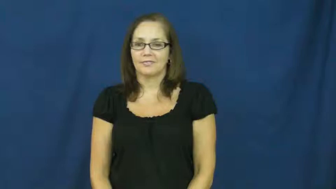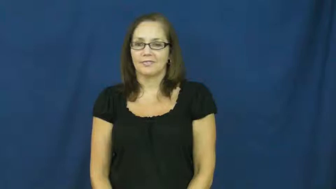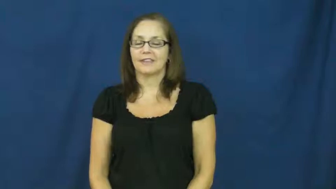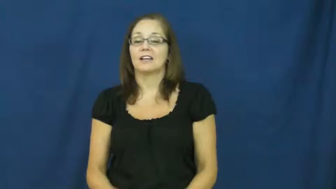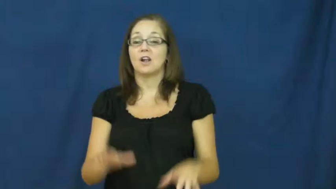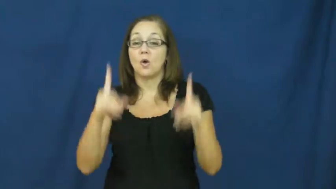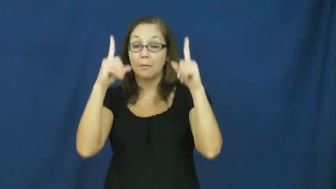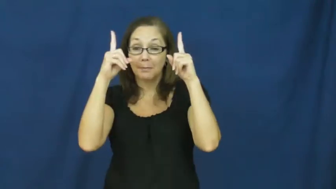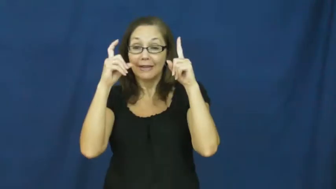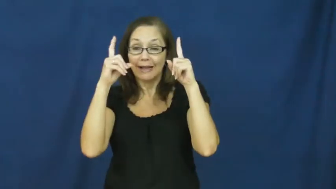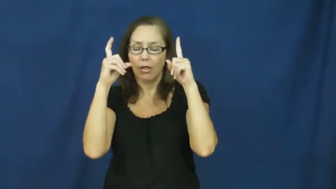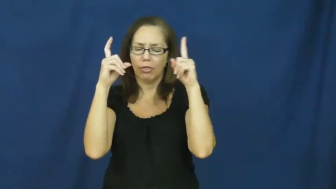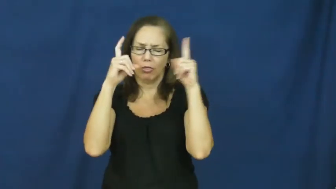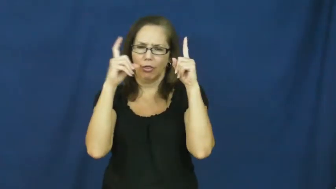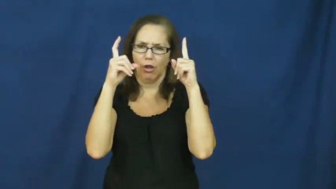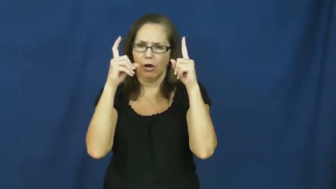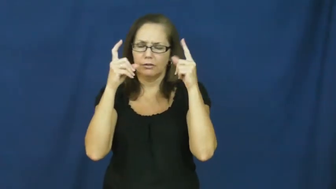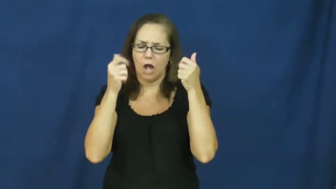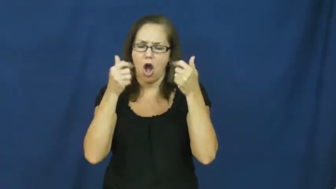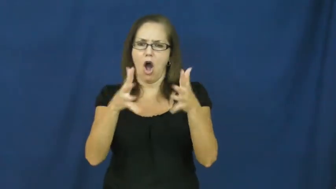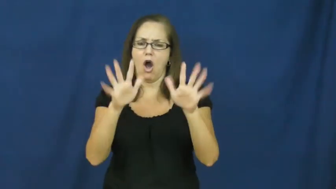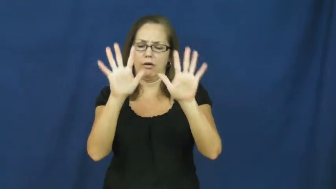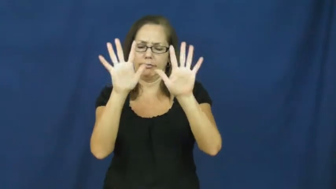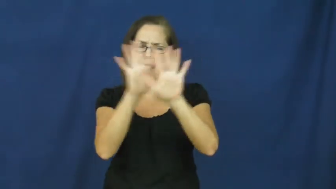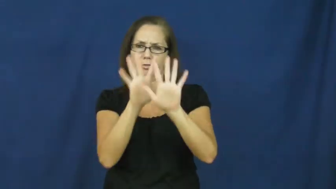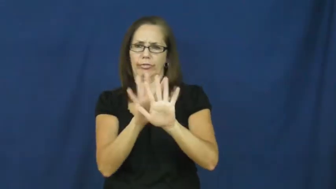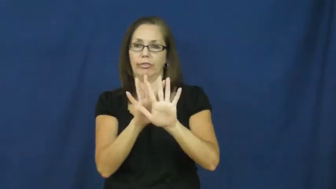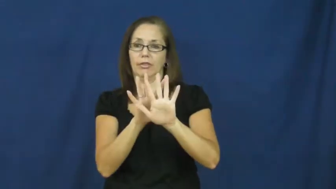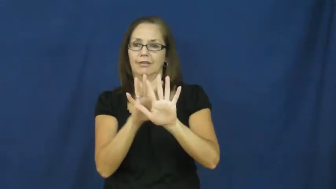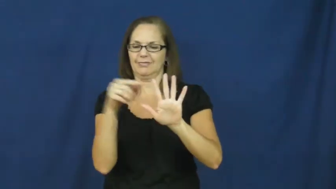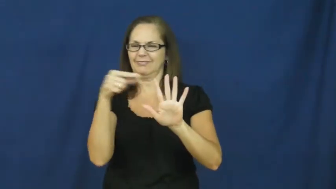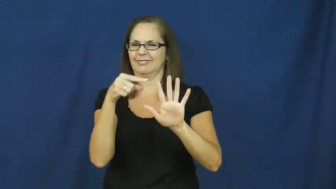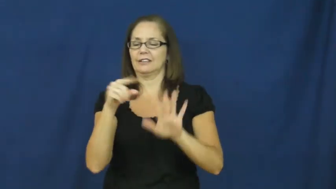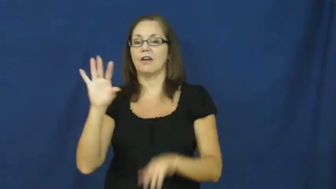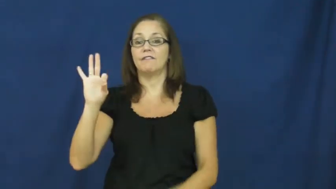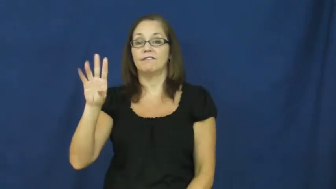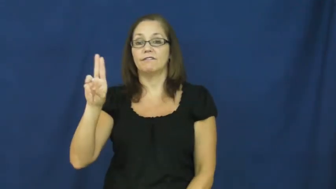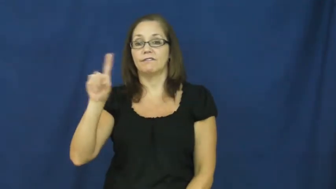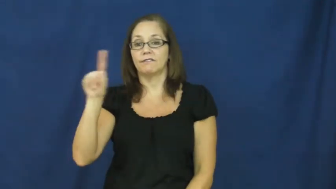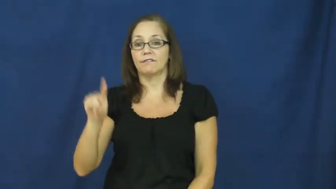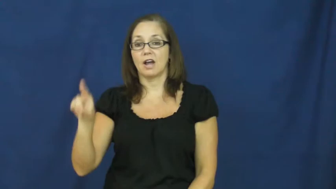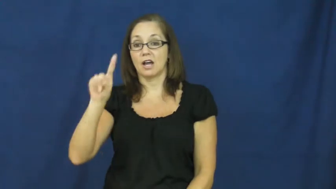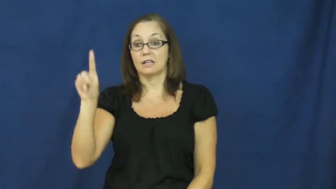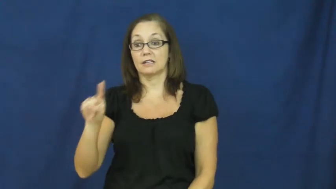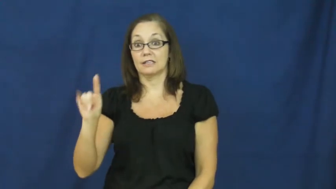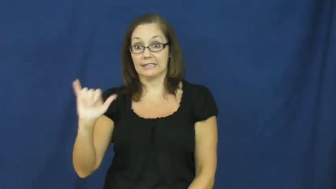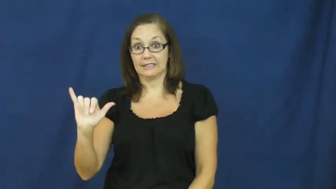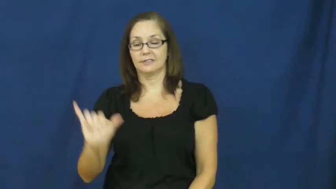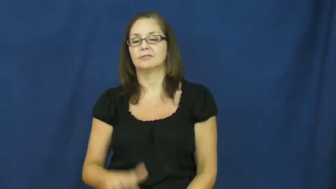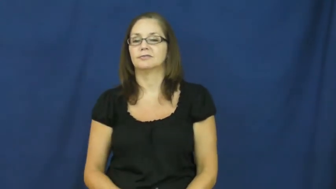fuzzy-camera